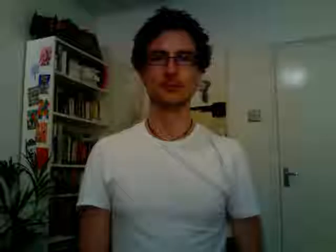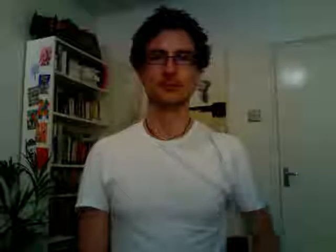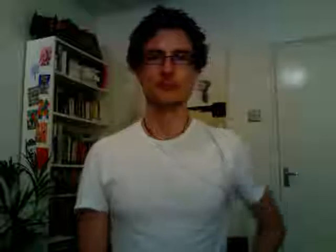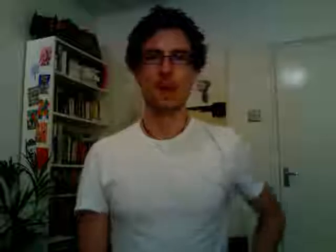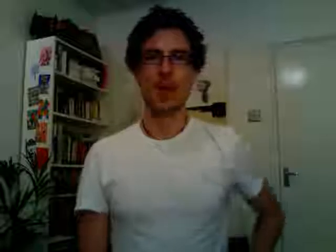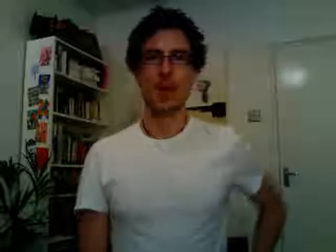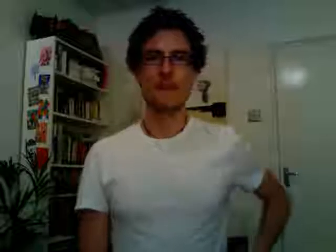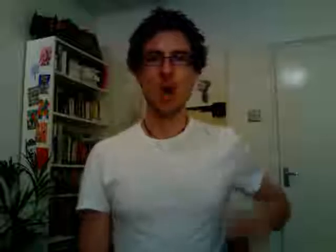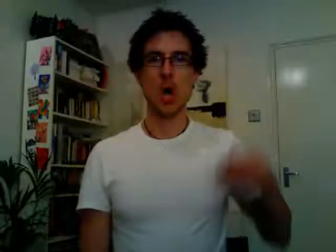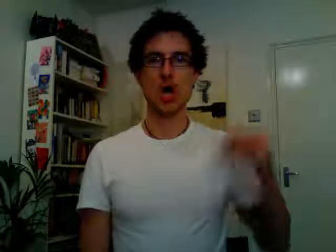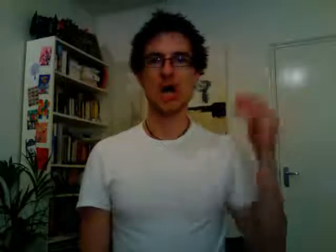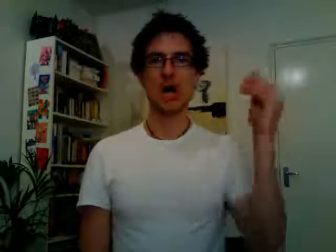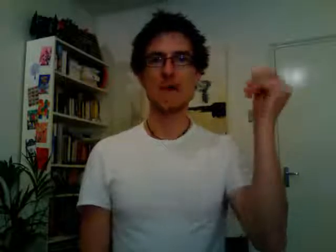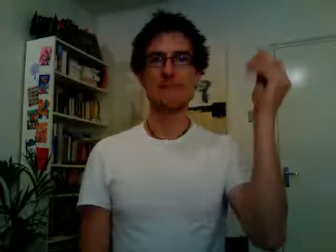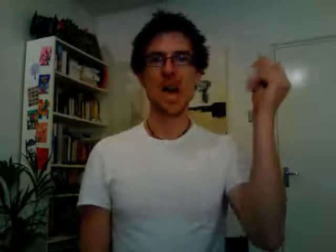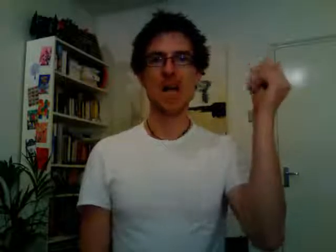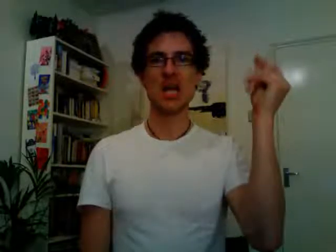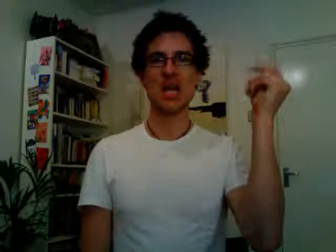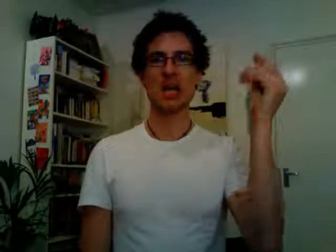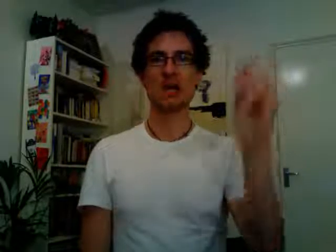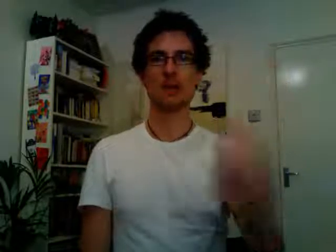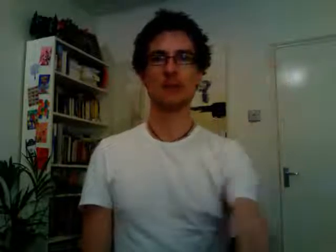pocket money